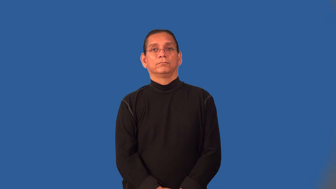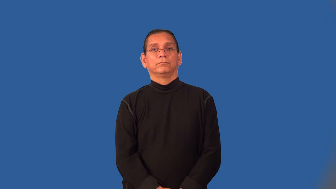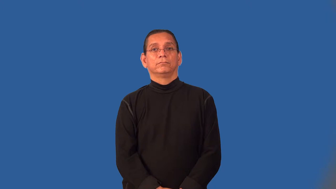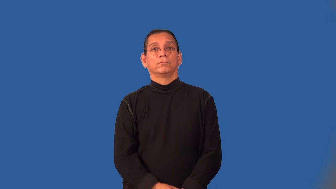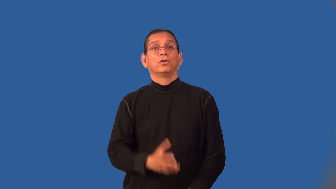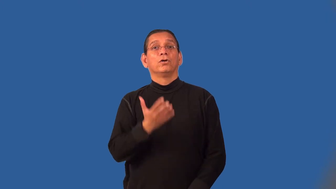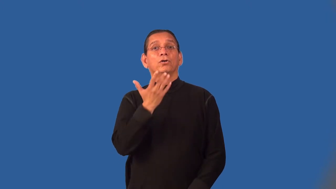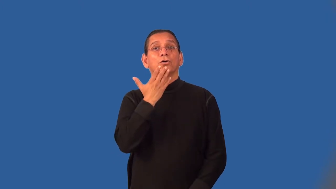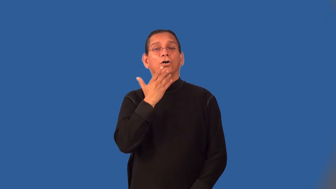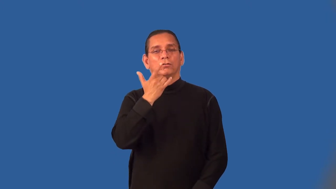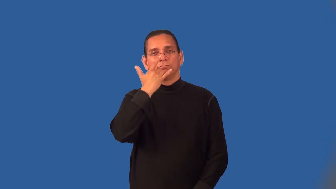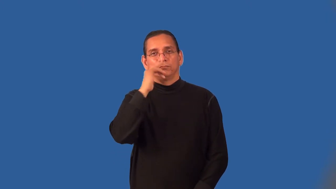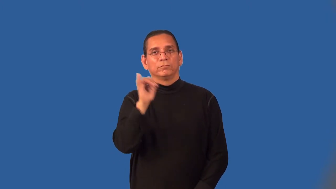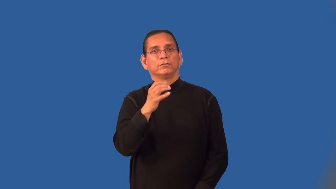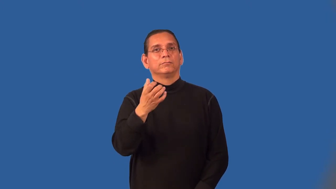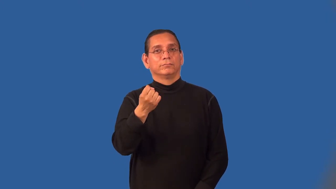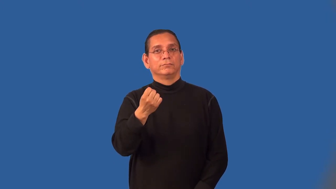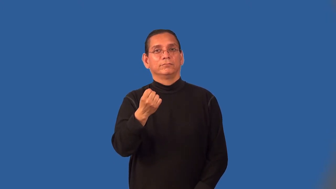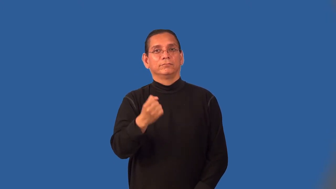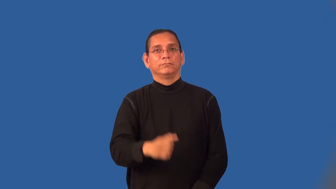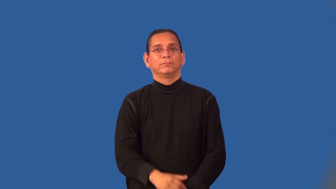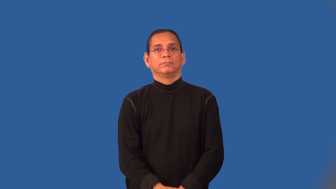milky